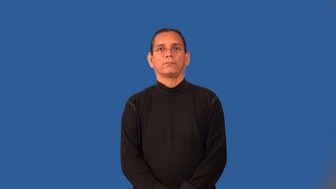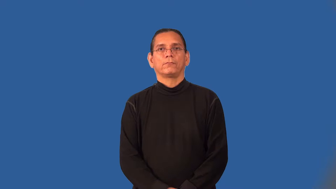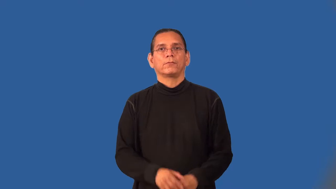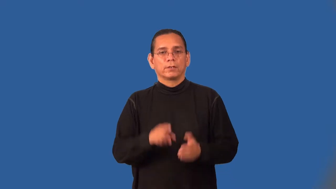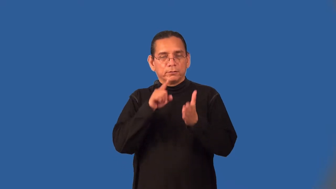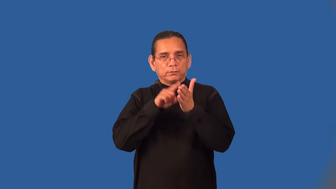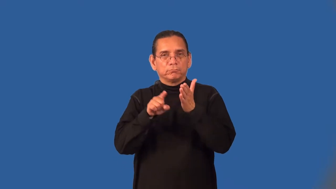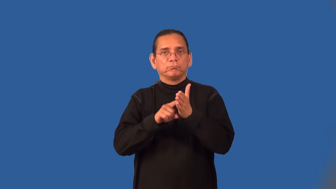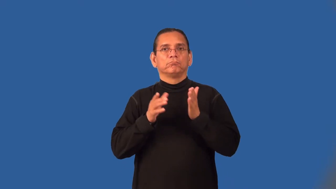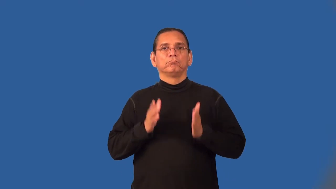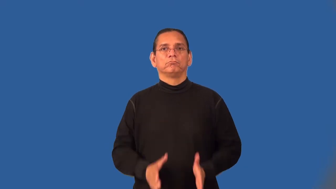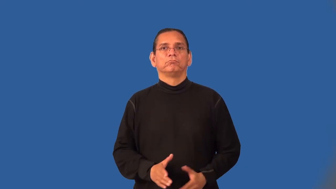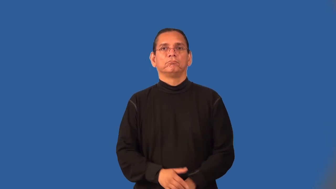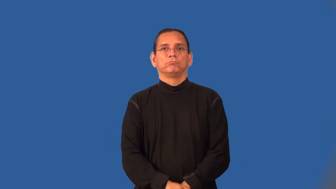examiner